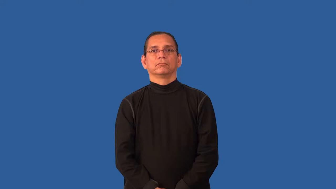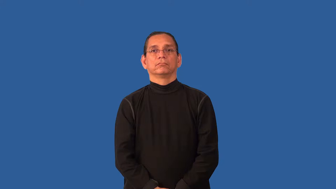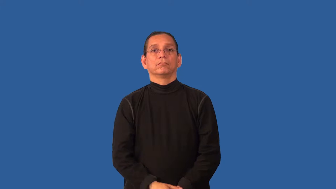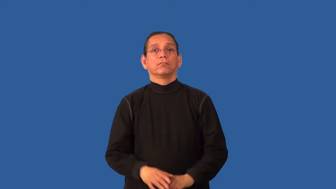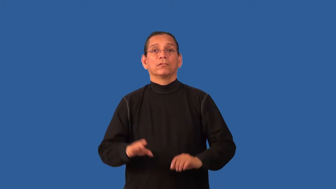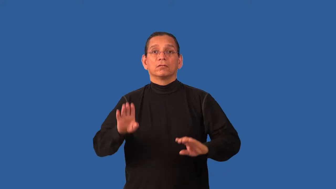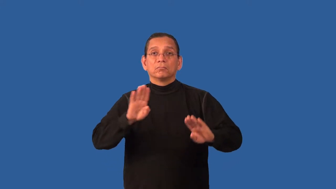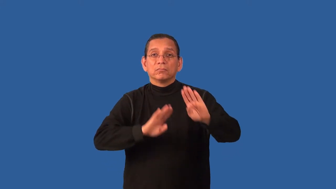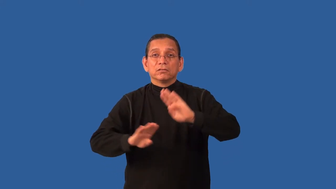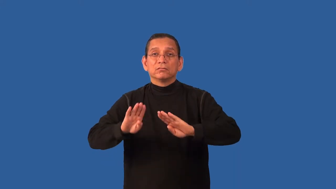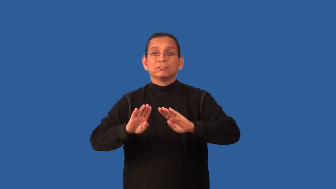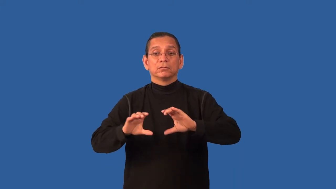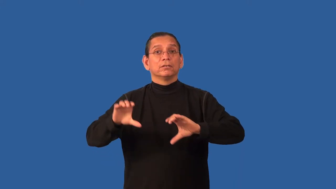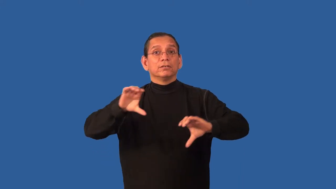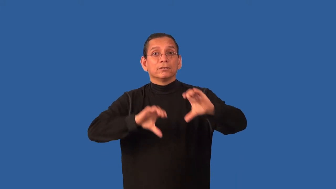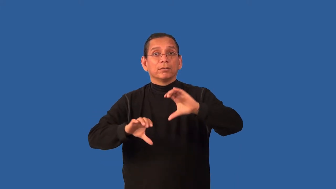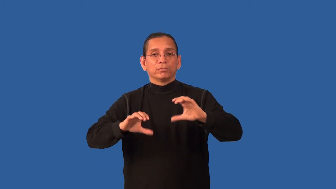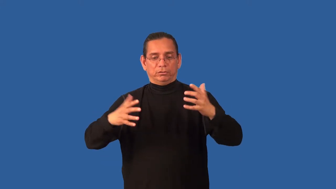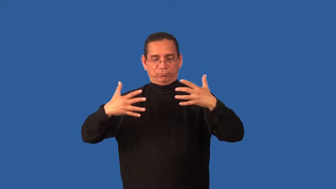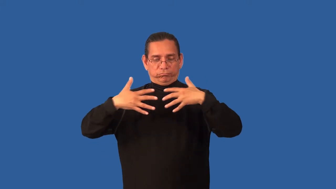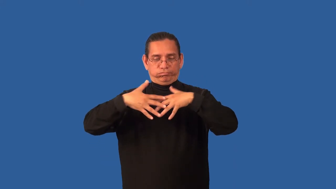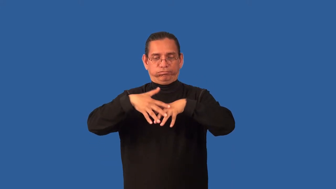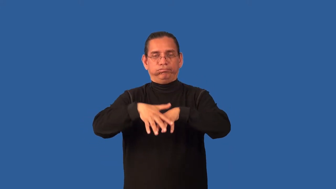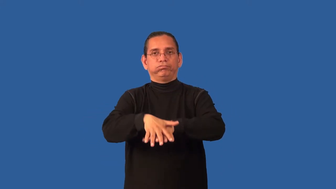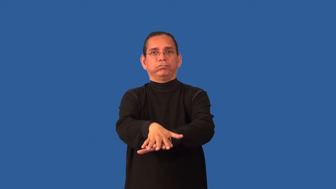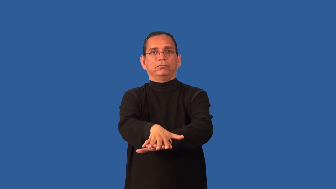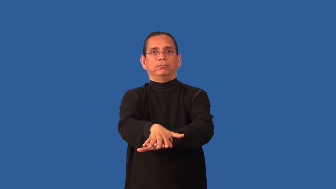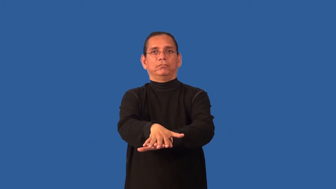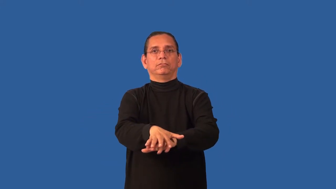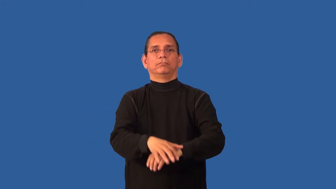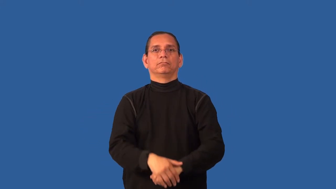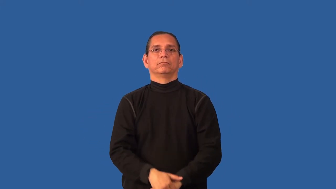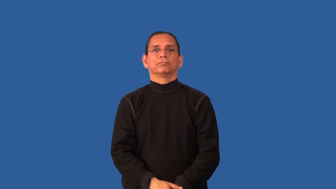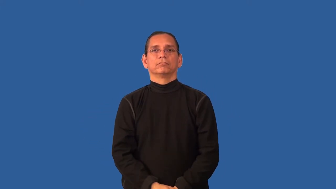biochemistry